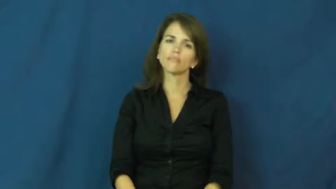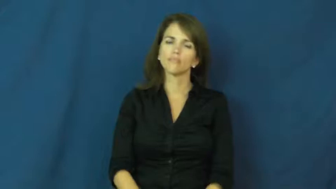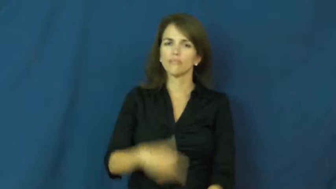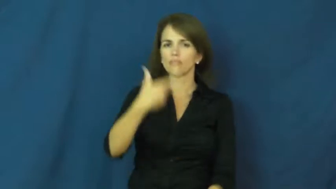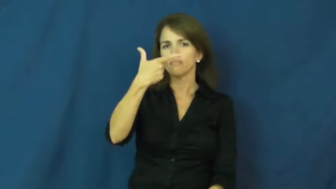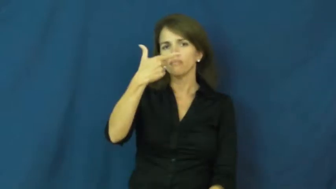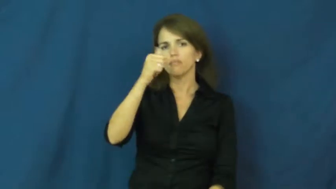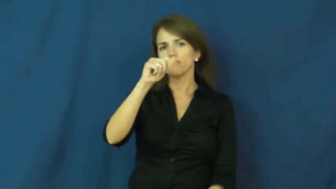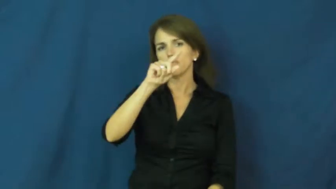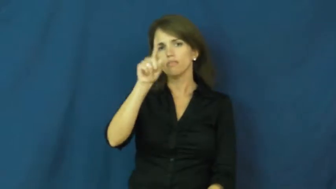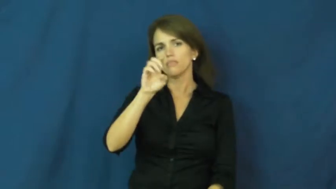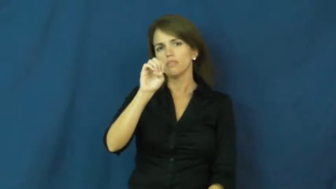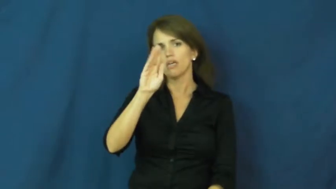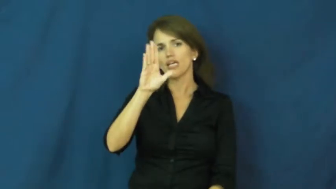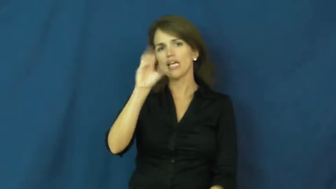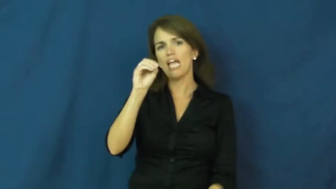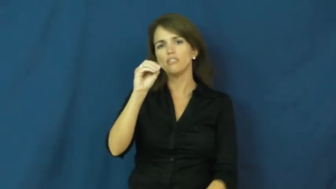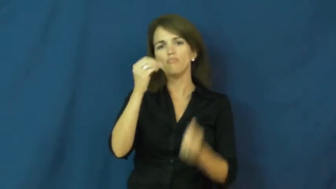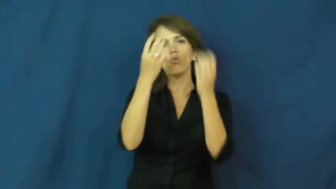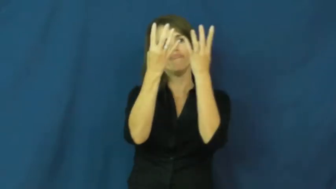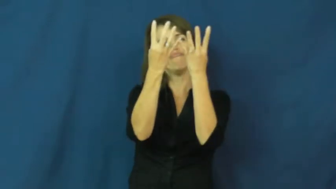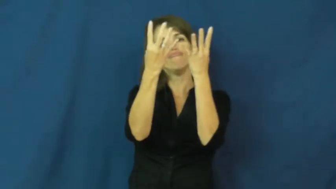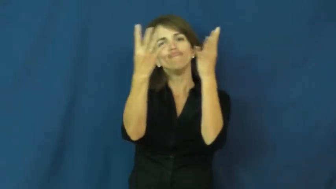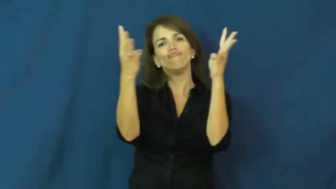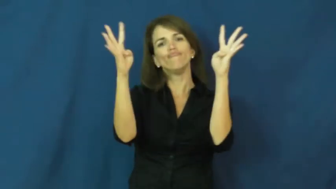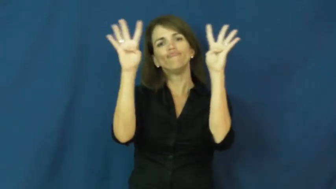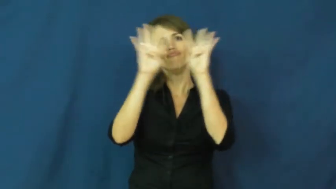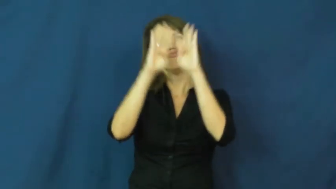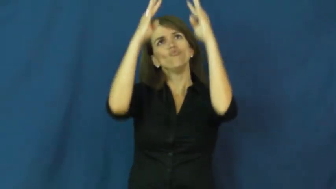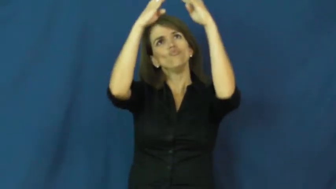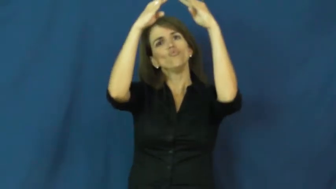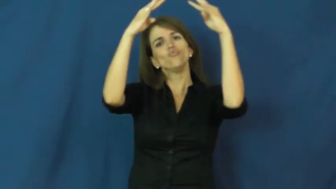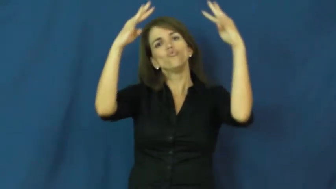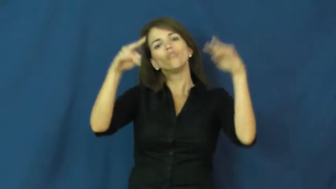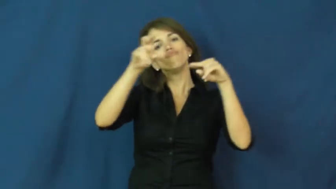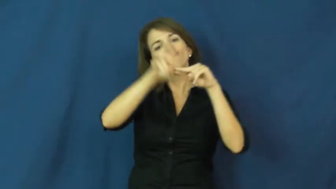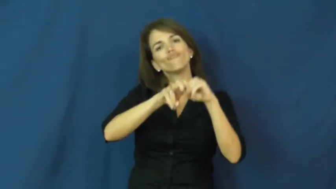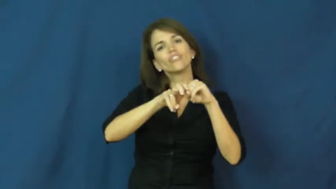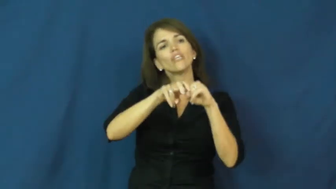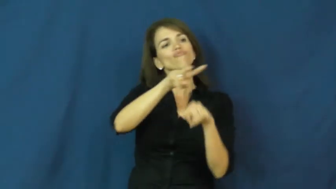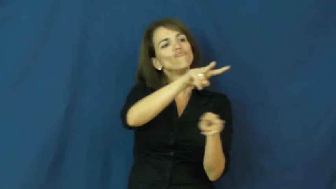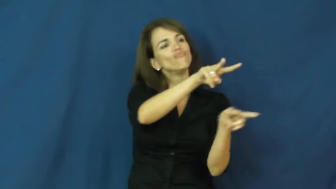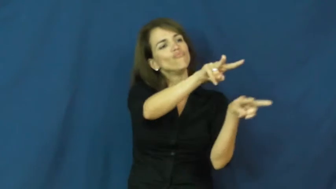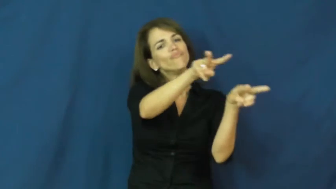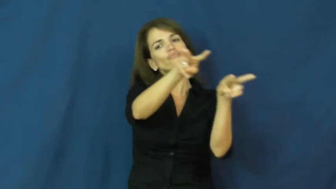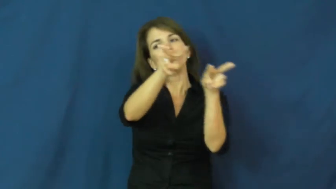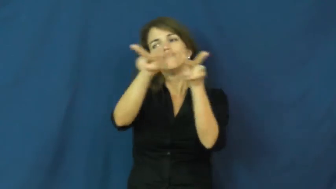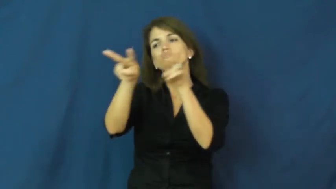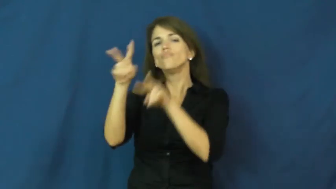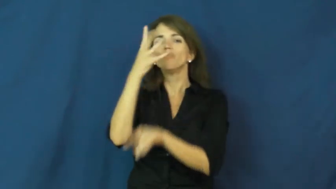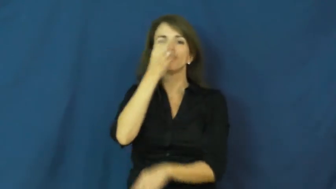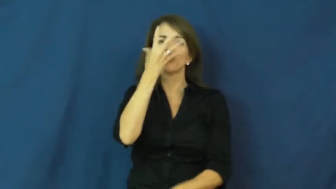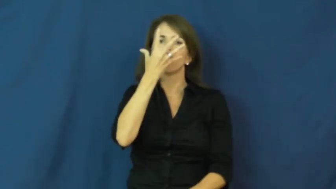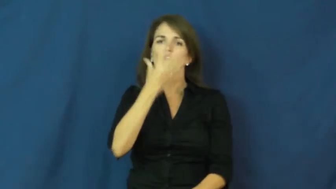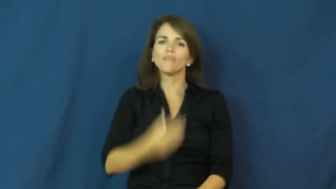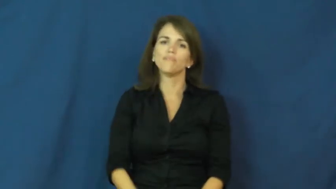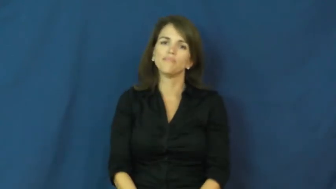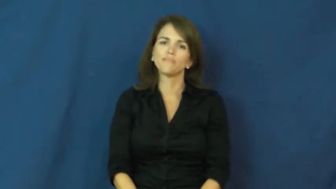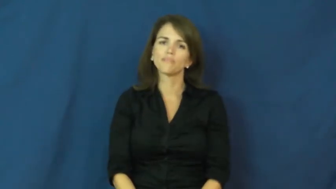gazebo